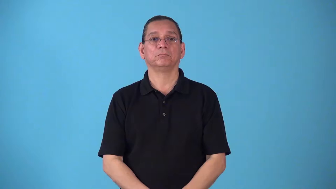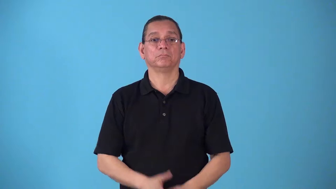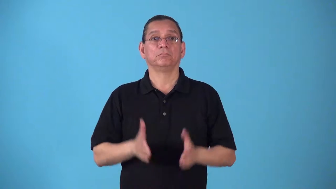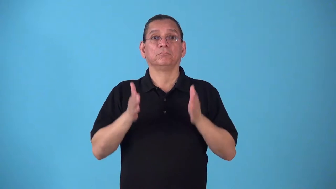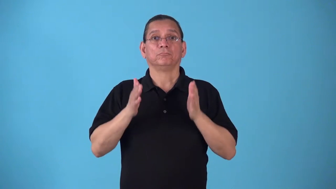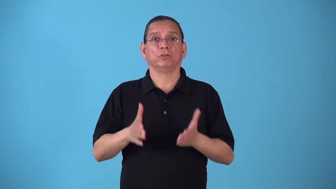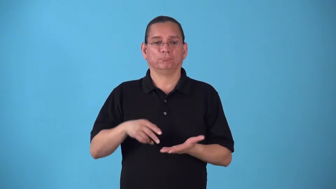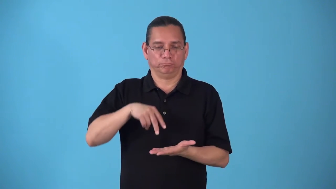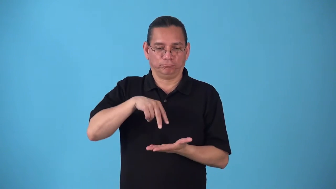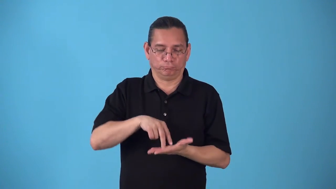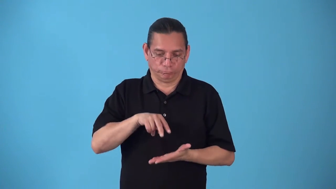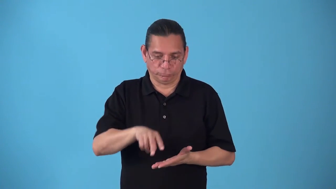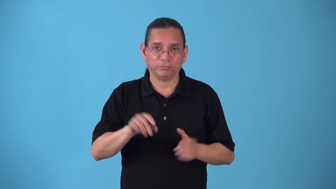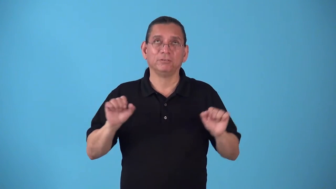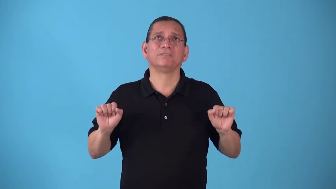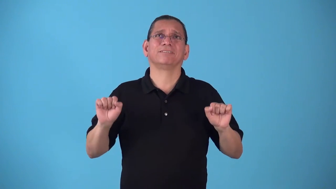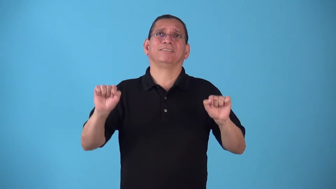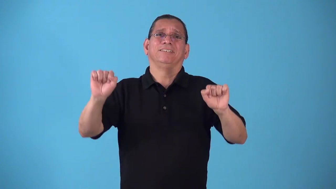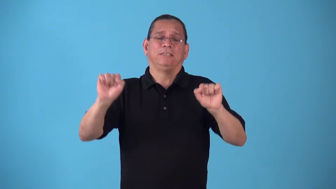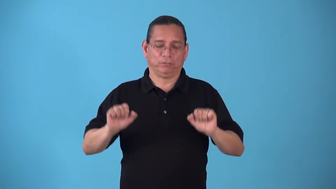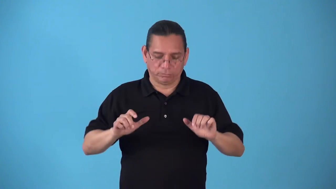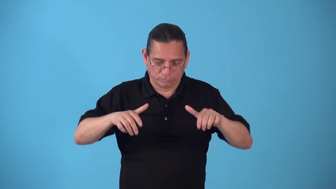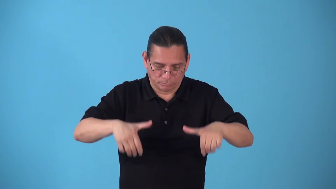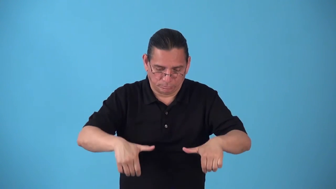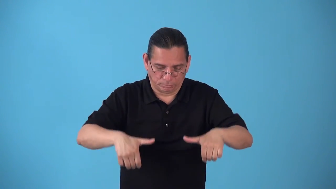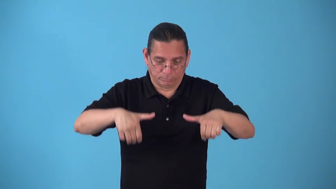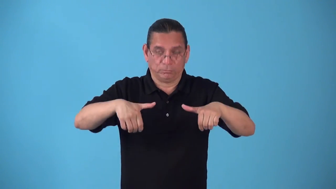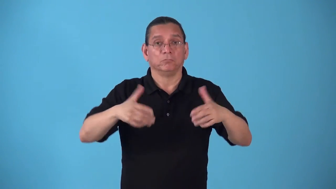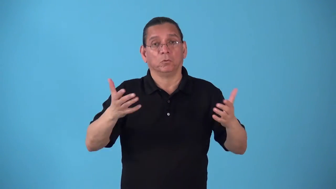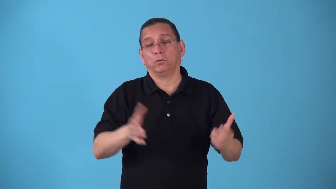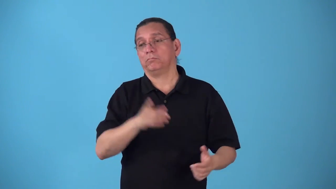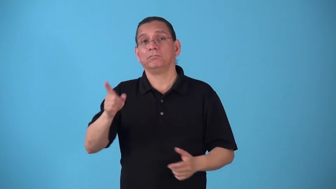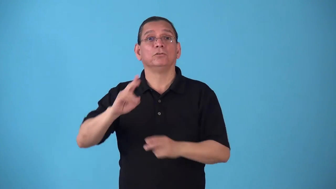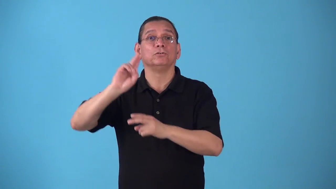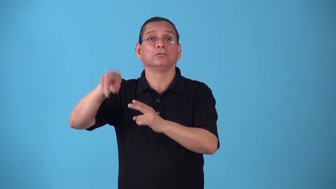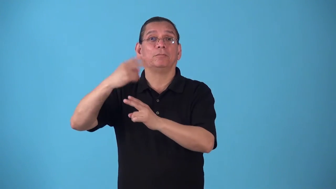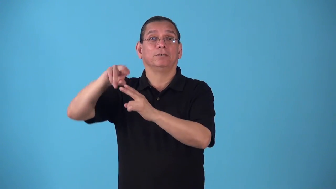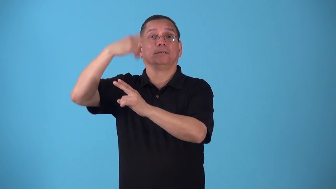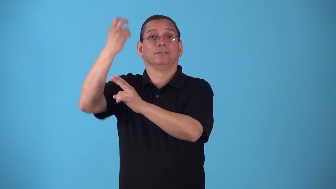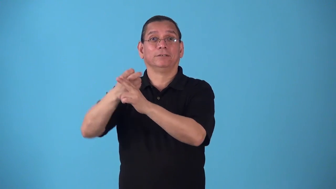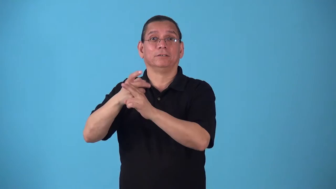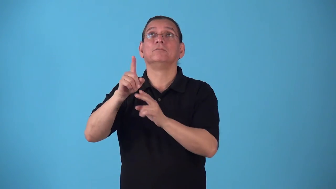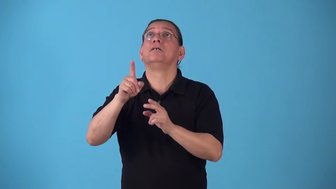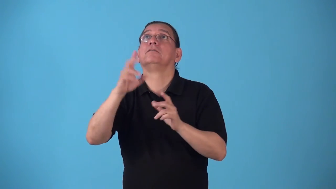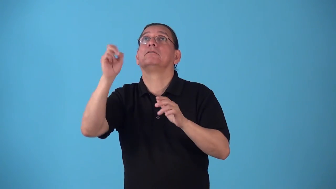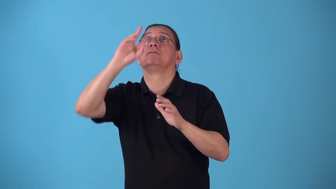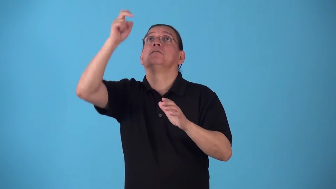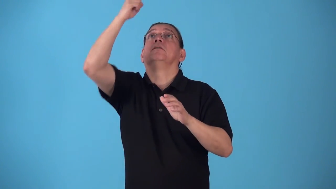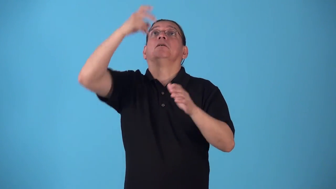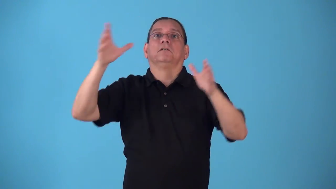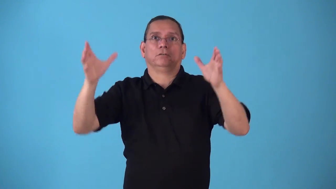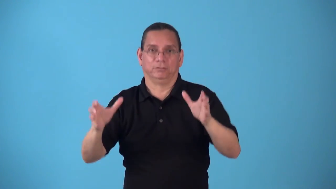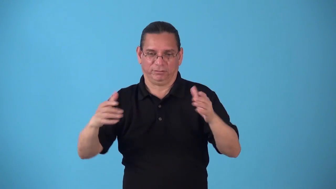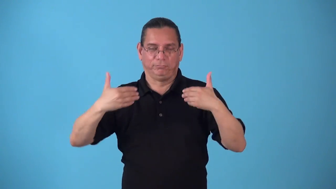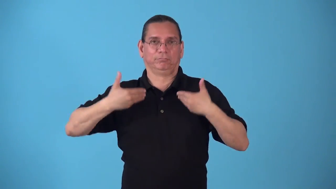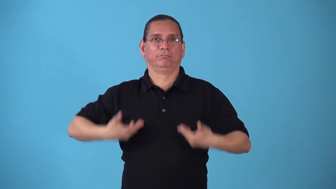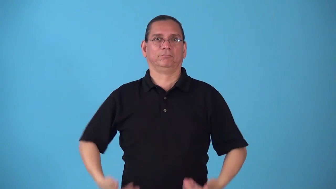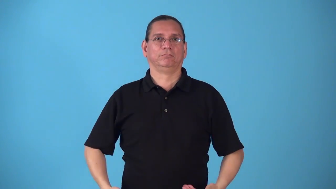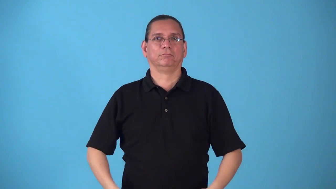spotter-sports assistant